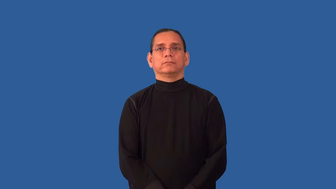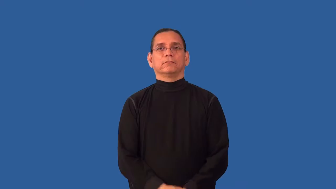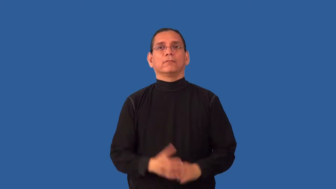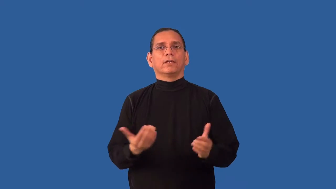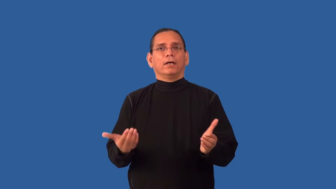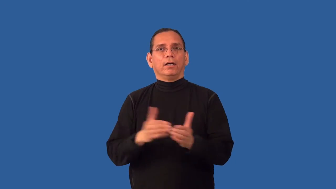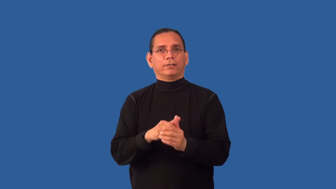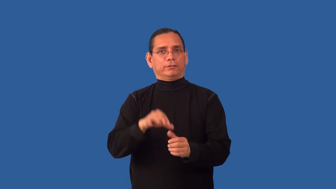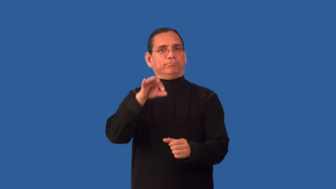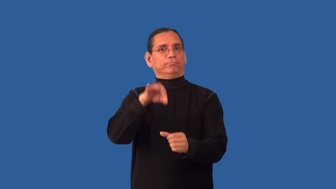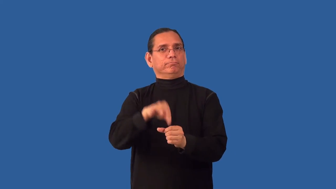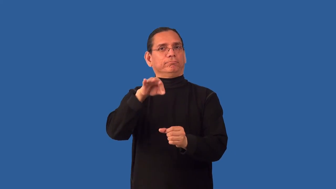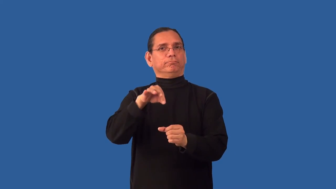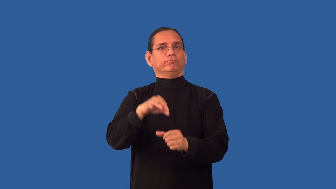reelect